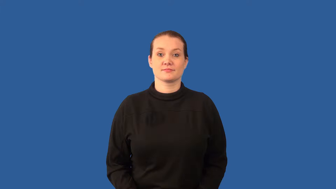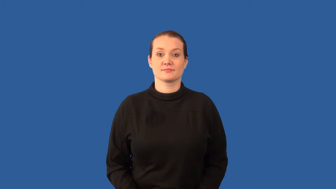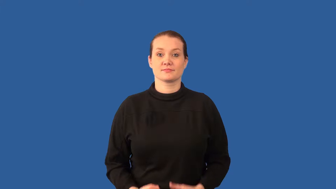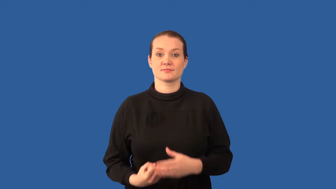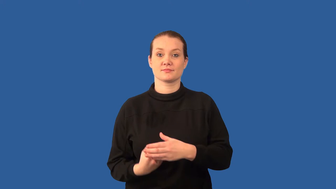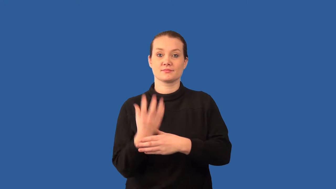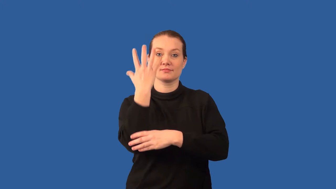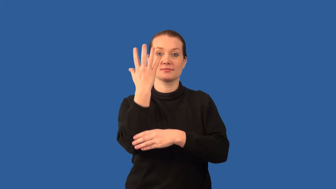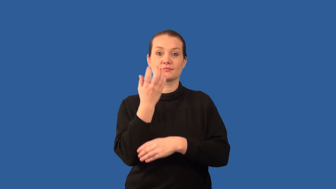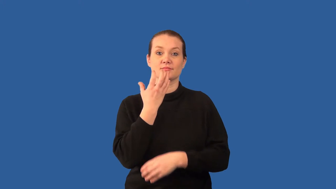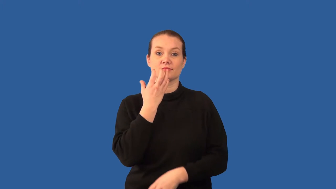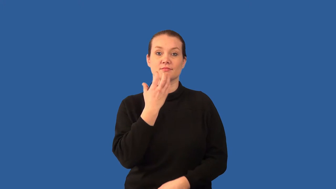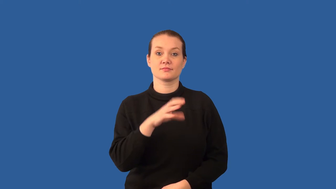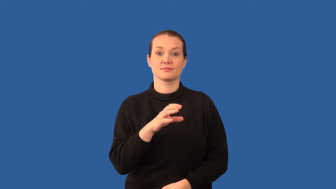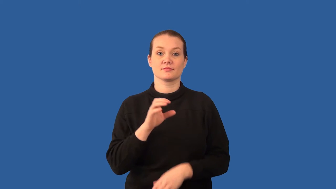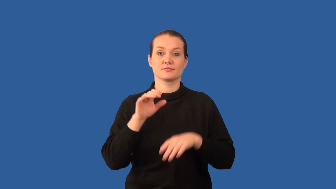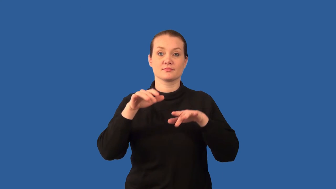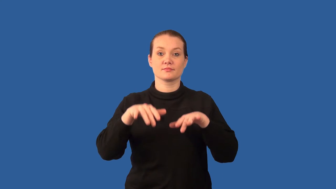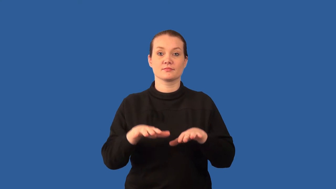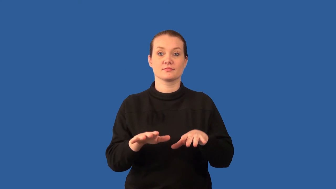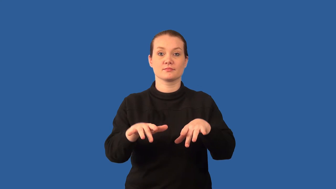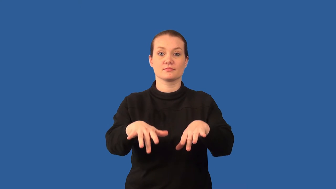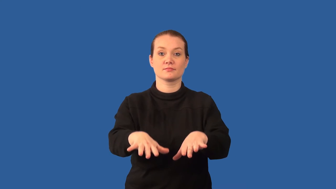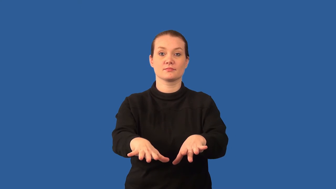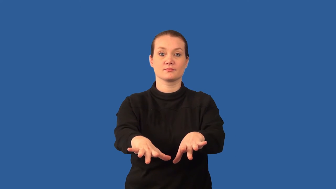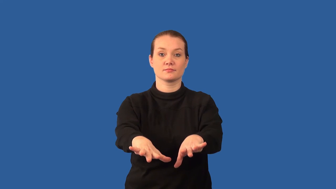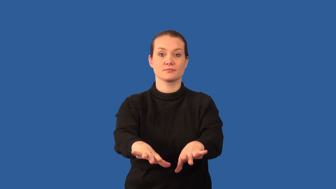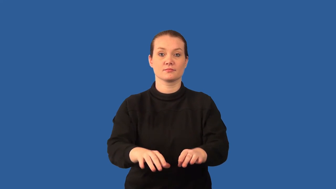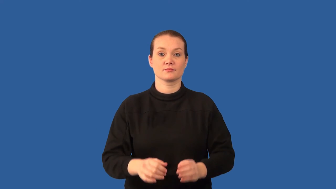magma